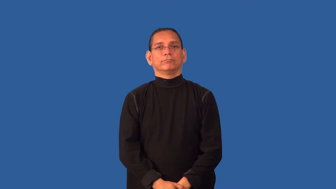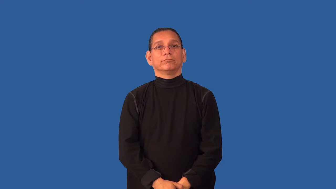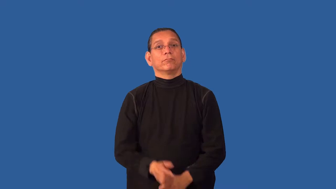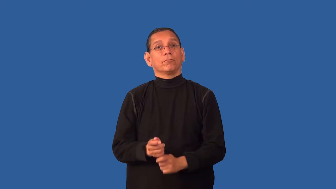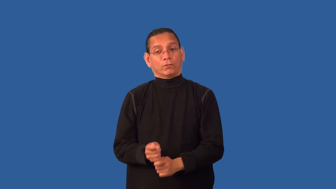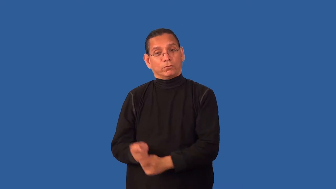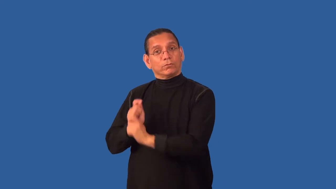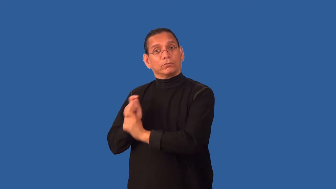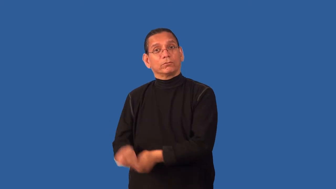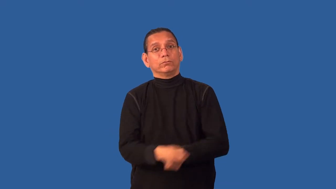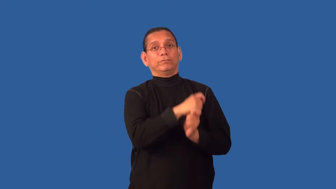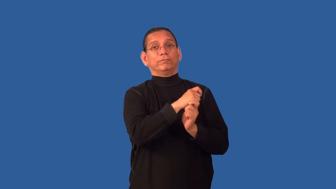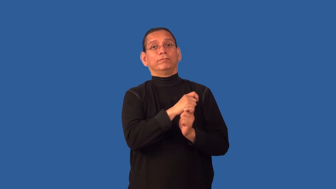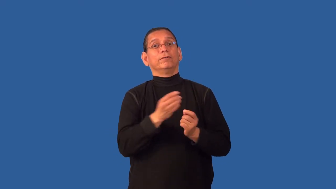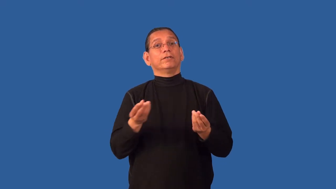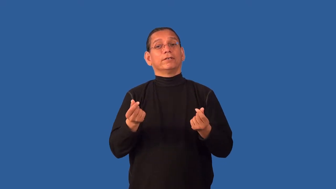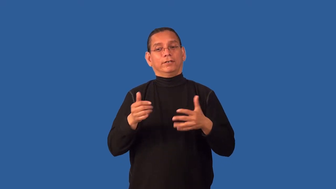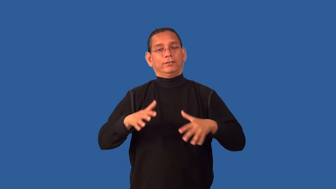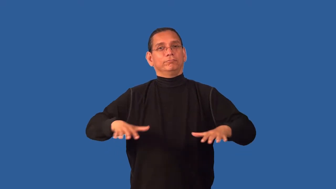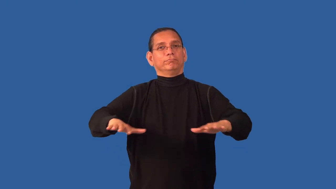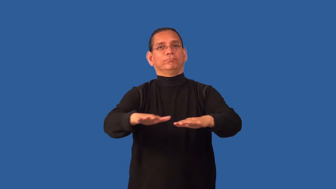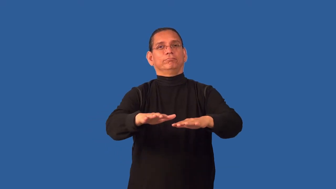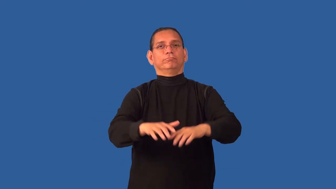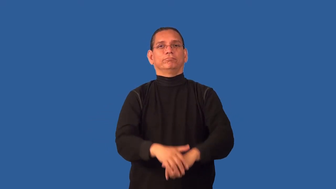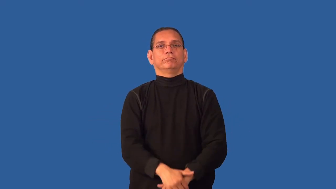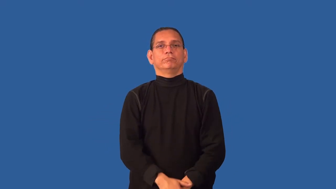course-golf